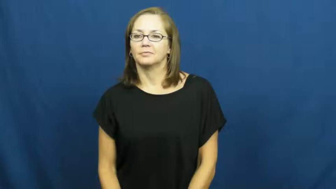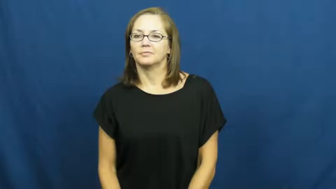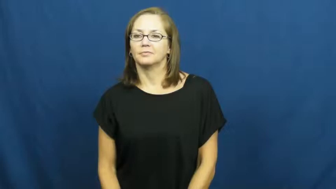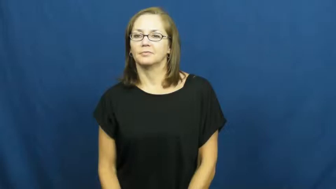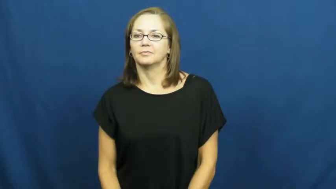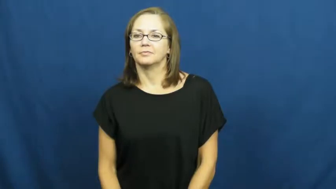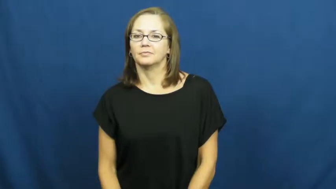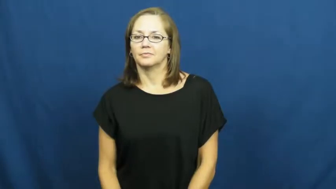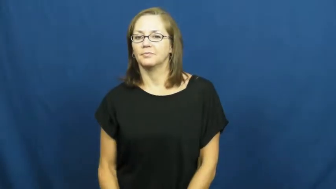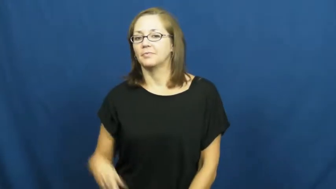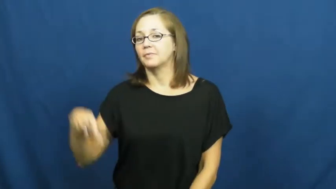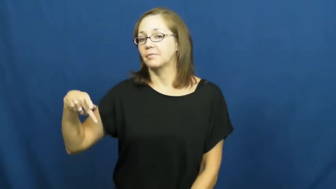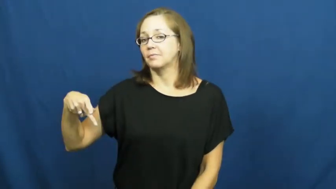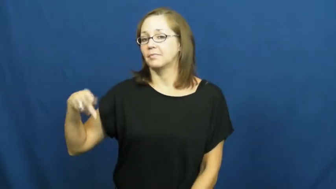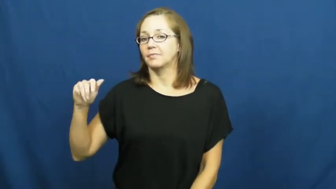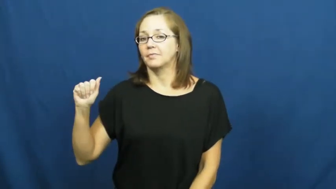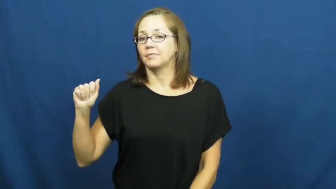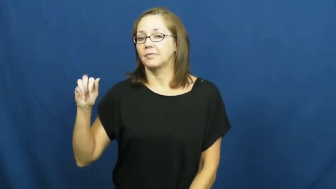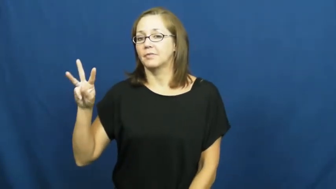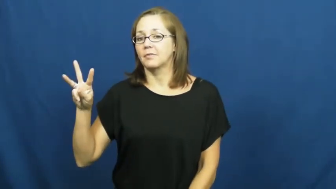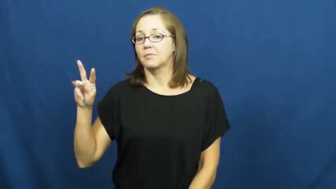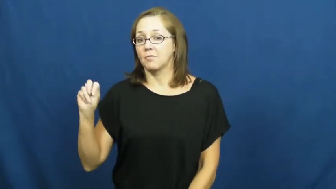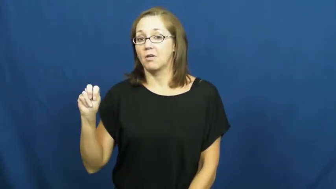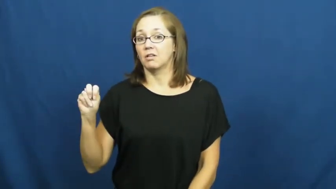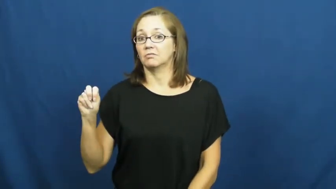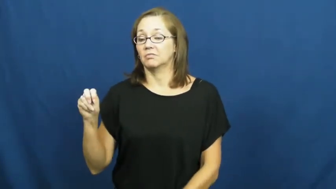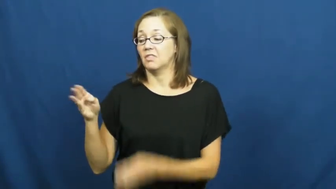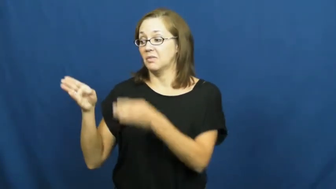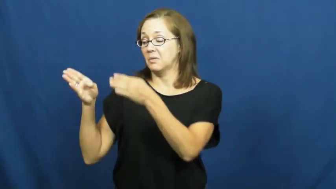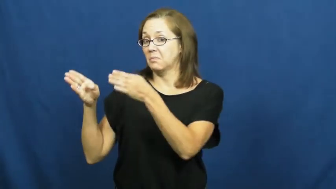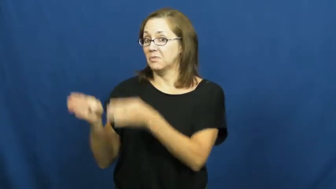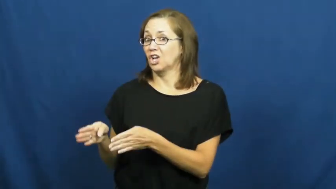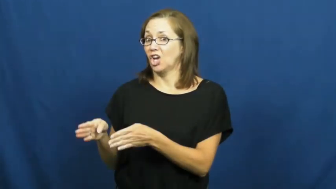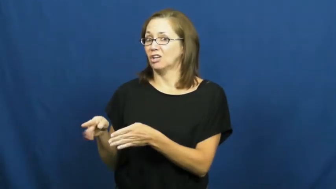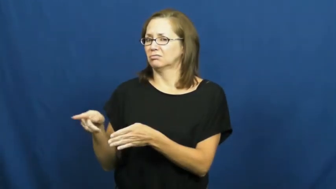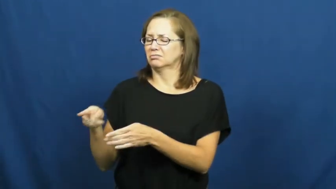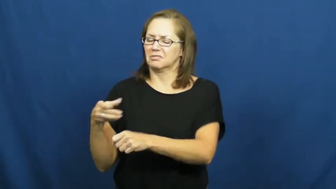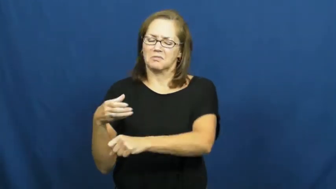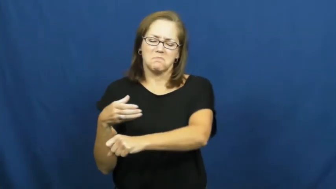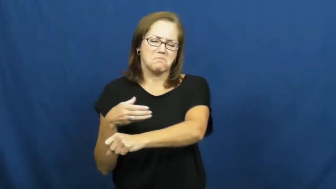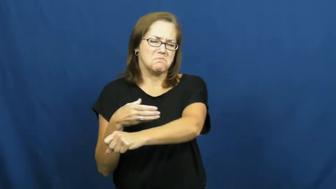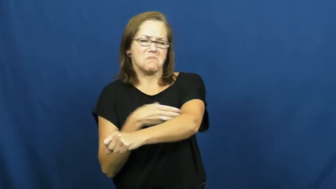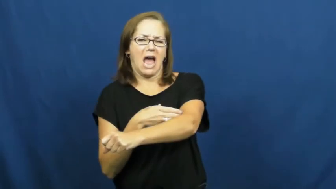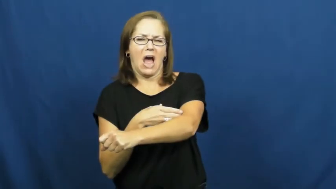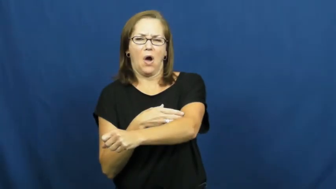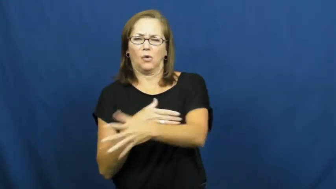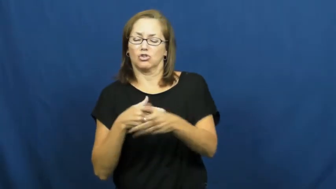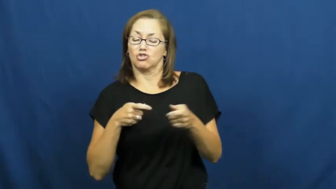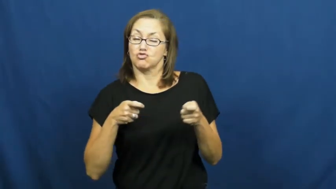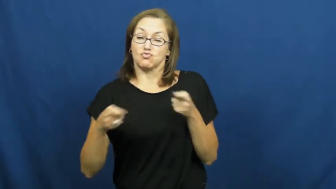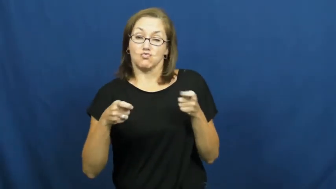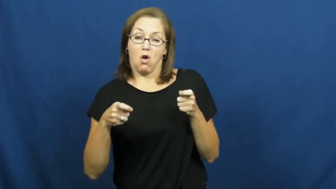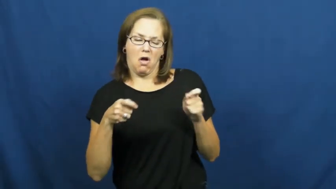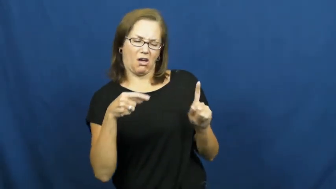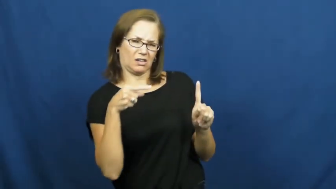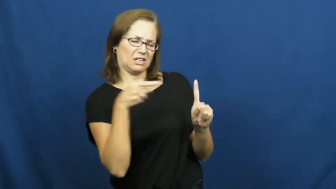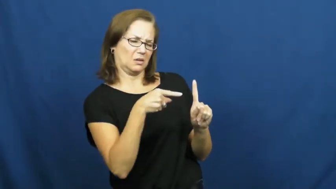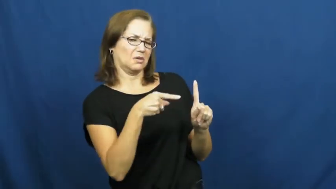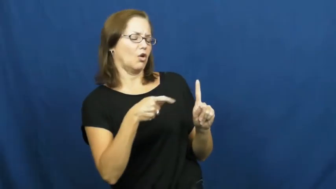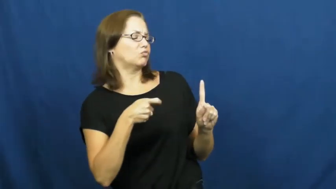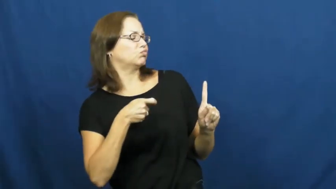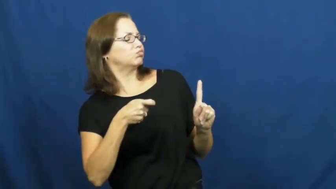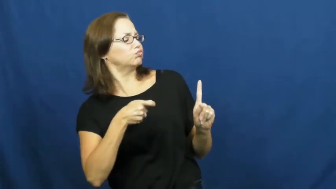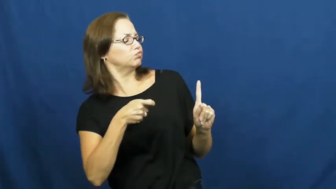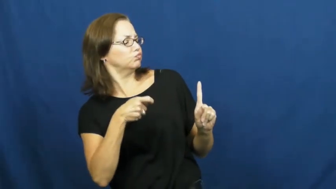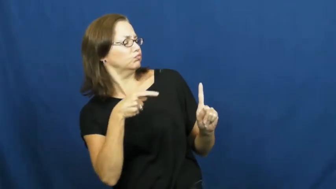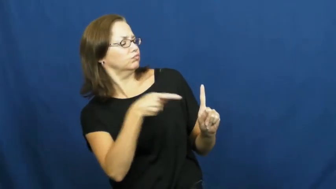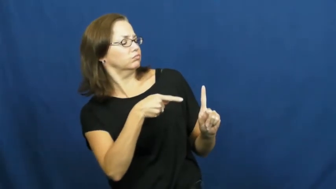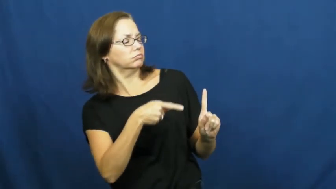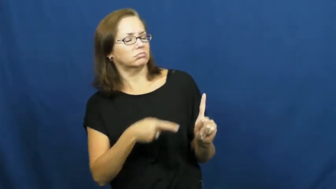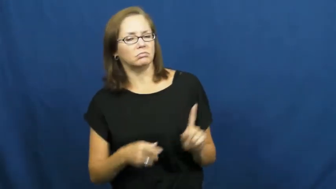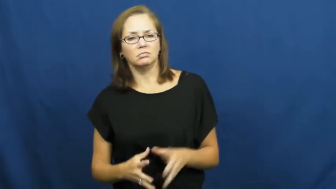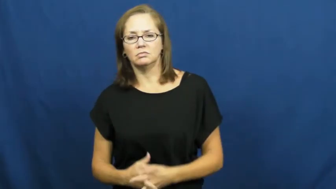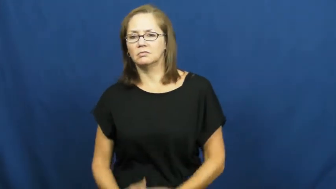pawn-manipulate